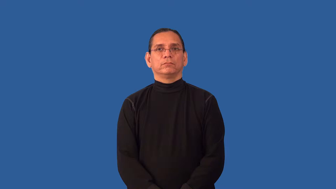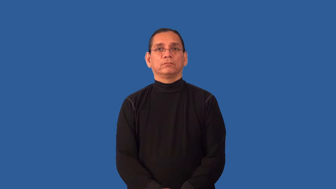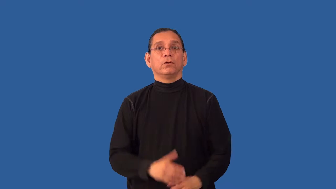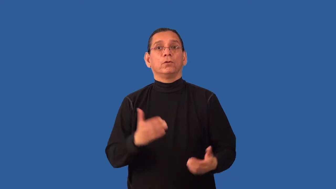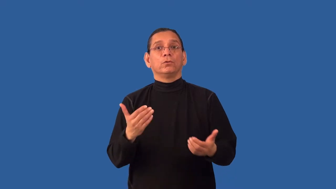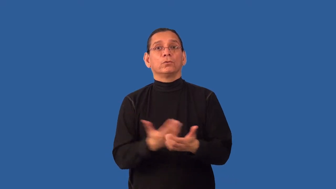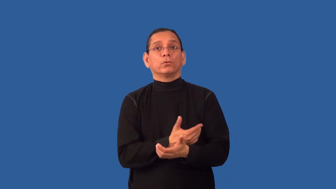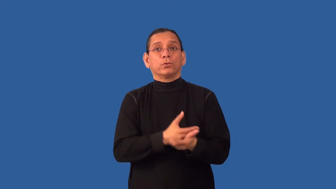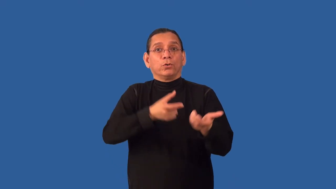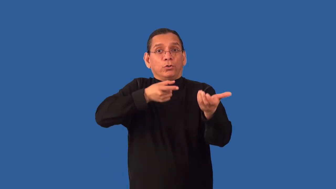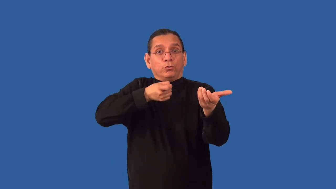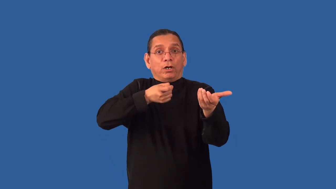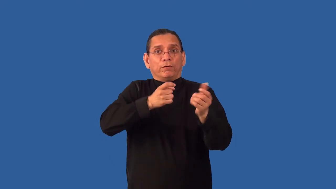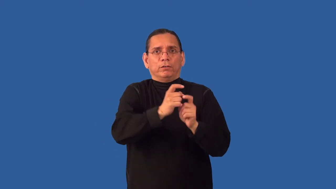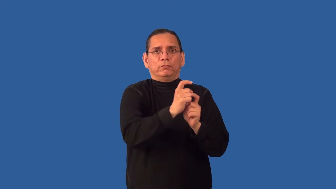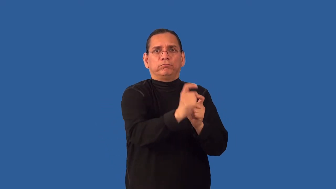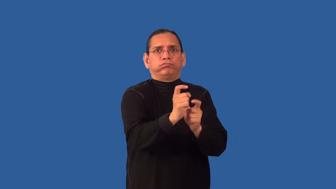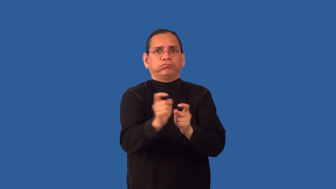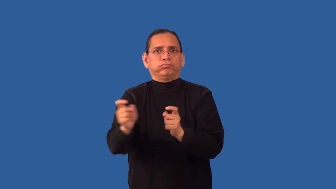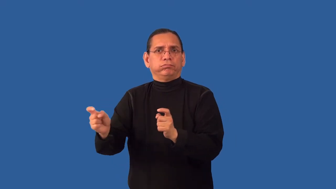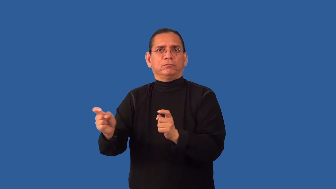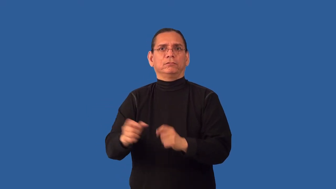rearm-give gun